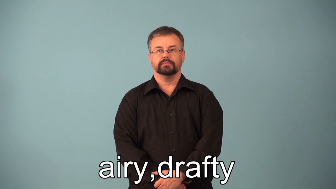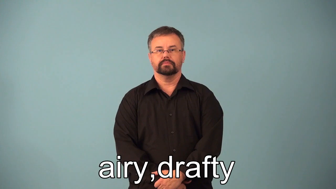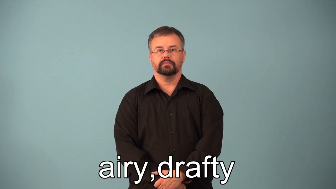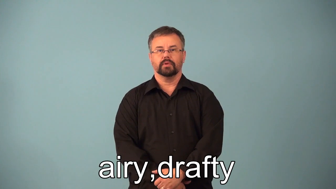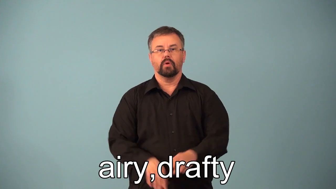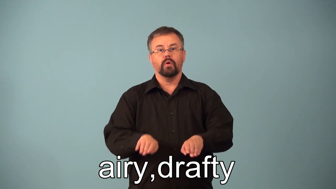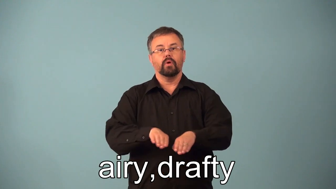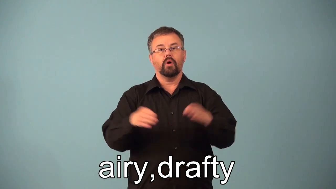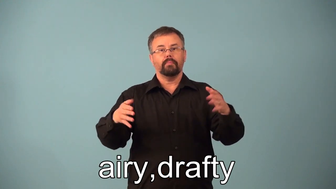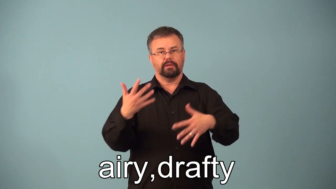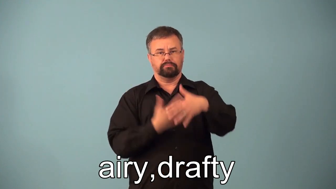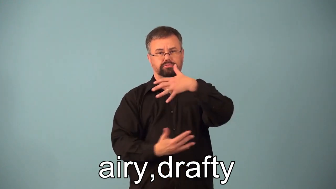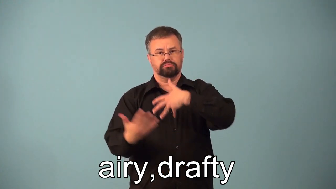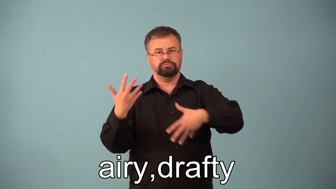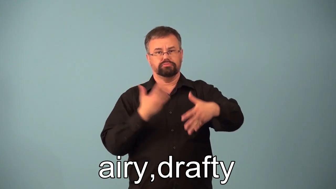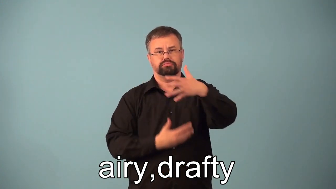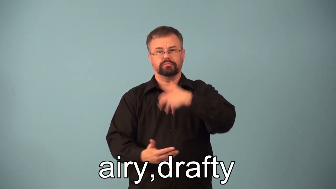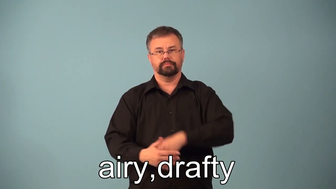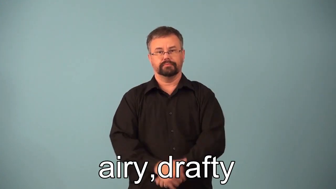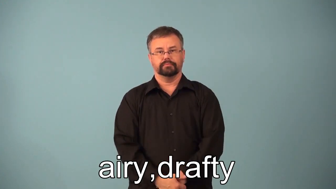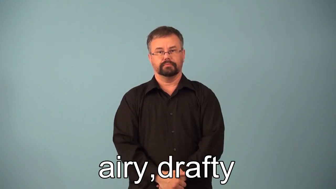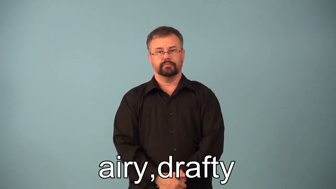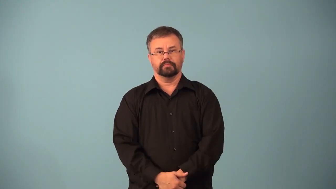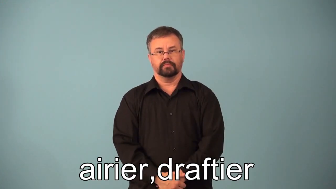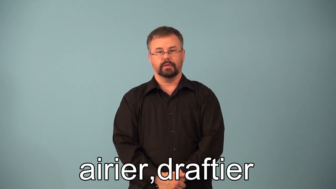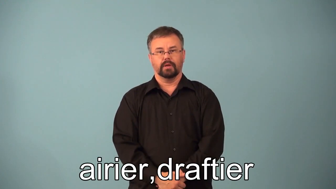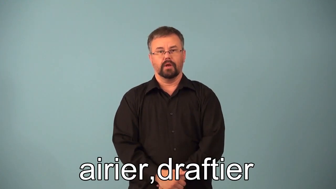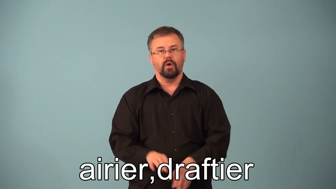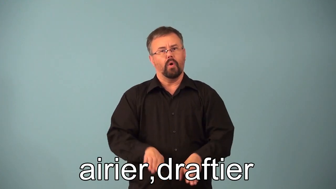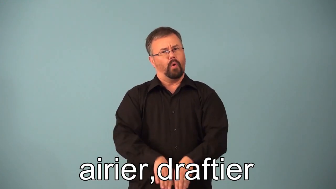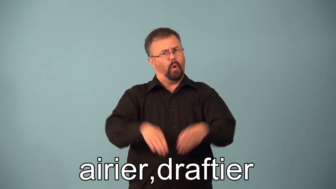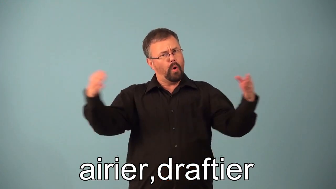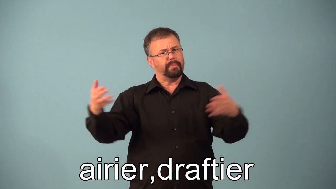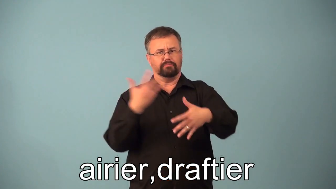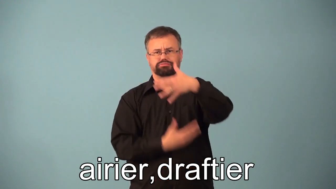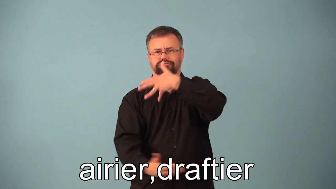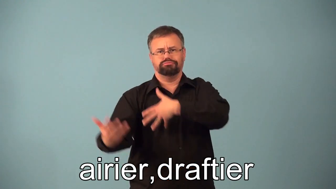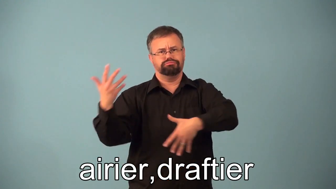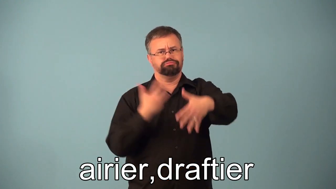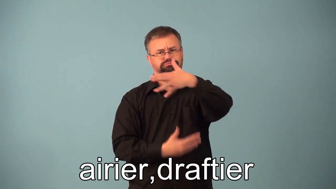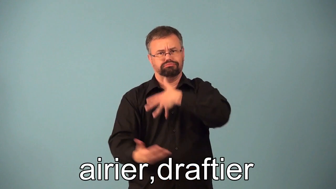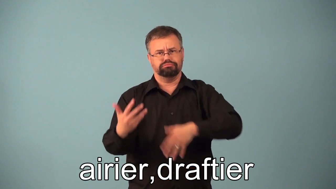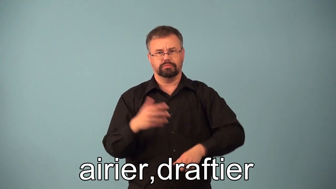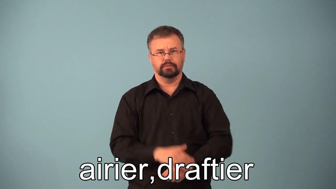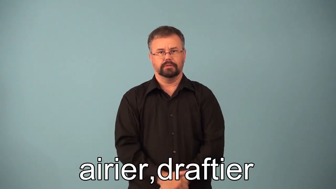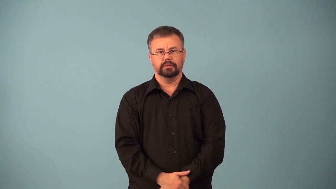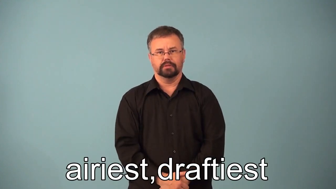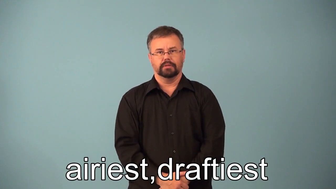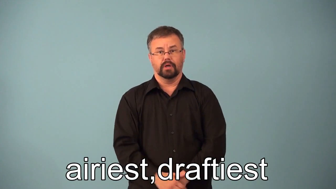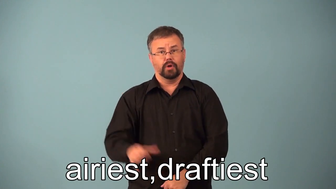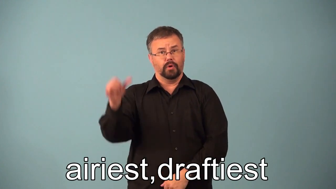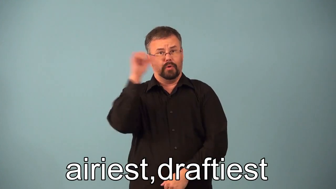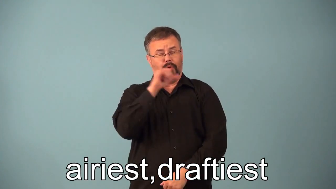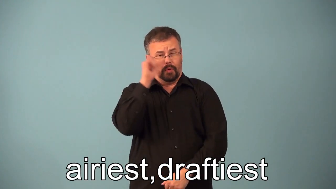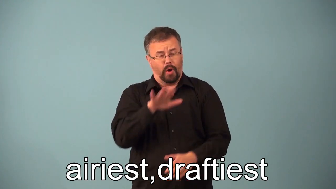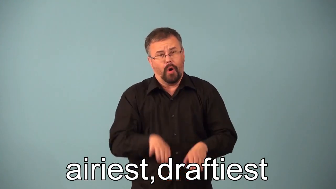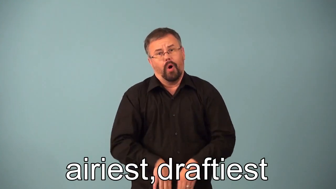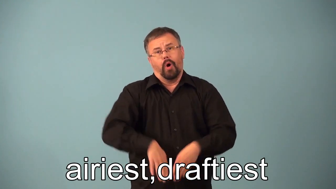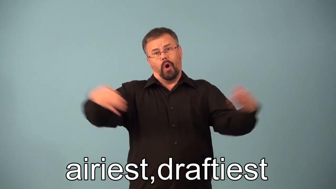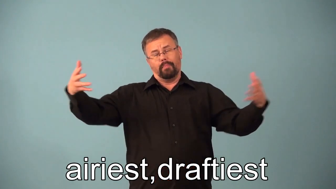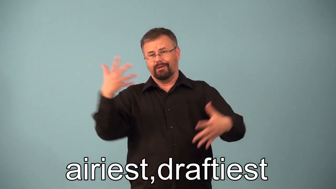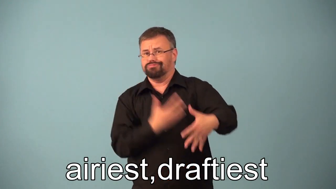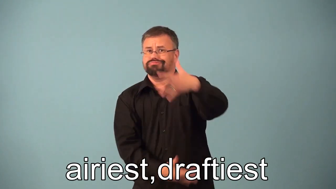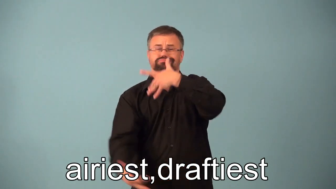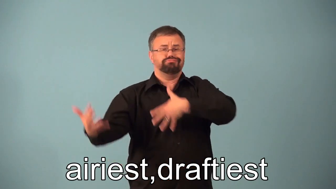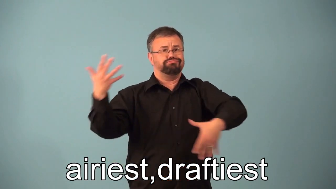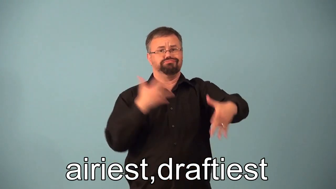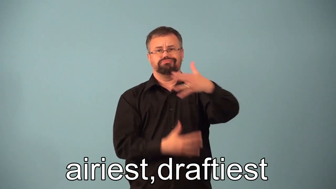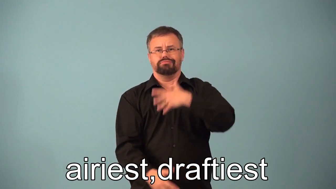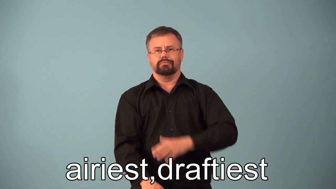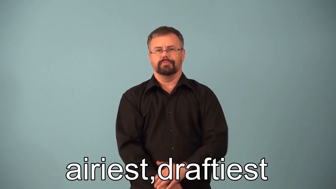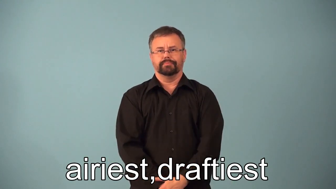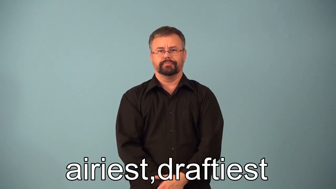airier,draftier,airiest,draftiest